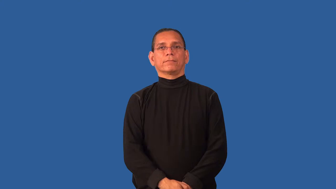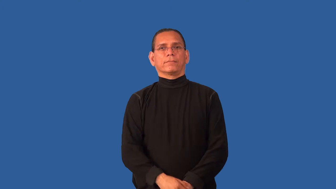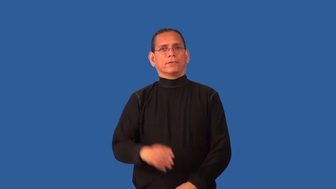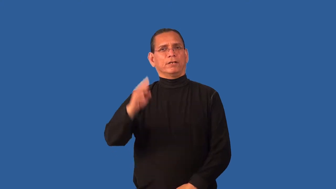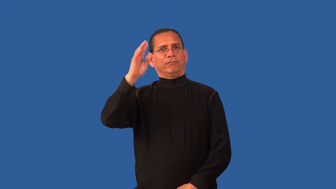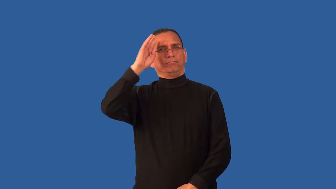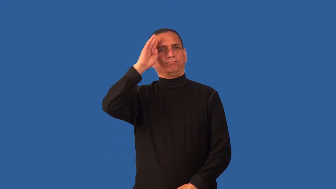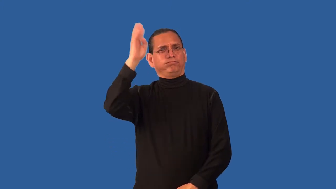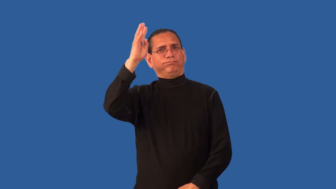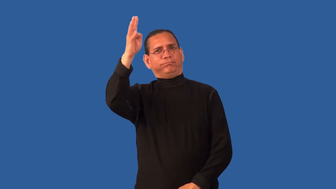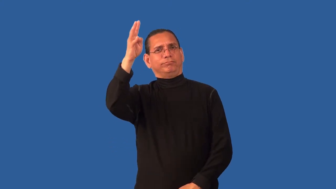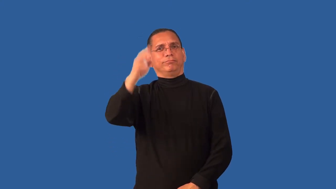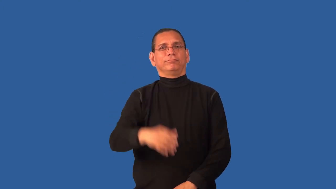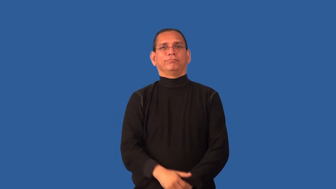imaginative